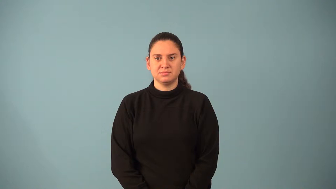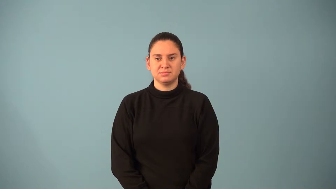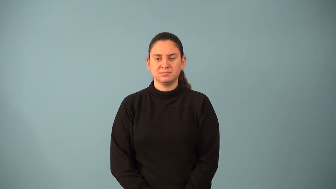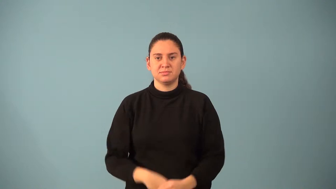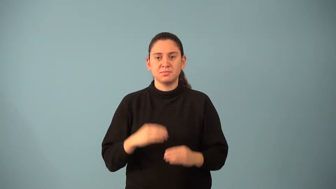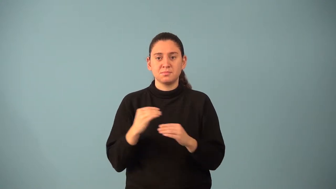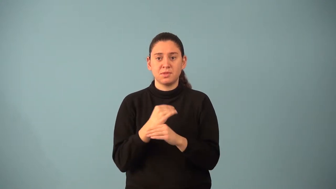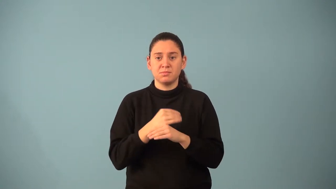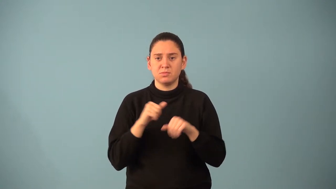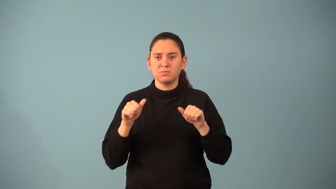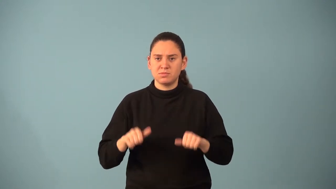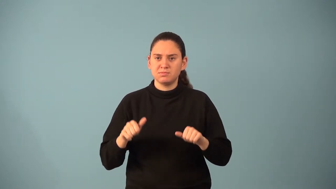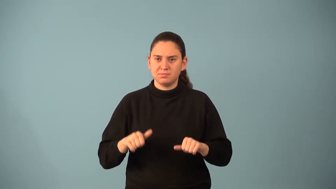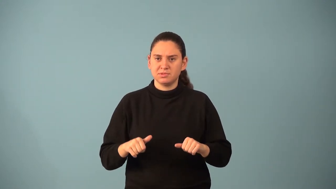mathematical probability